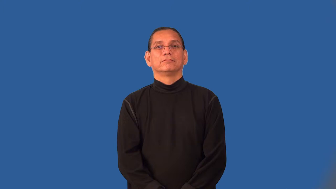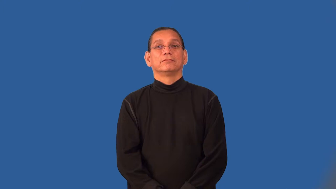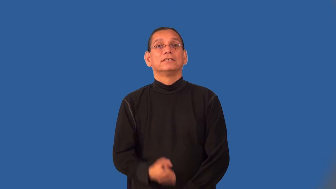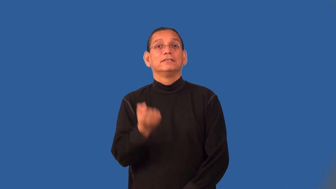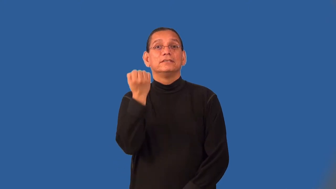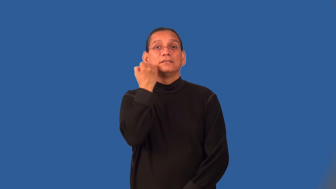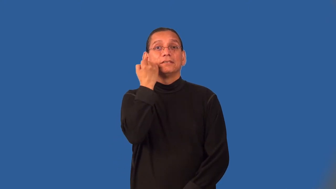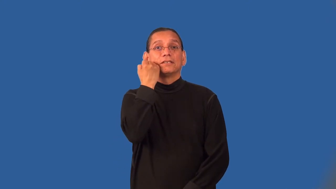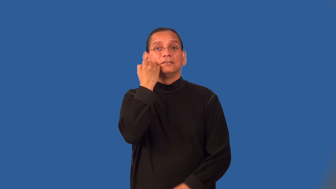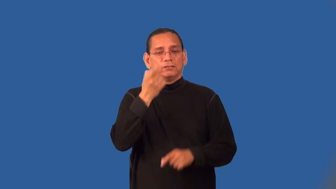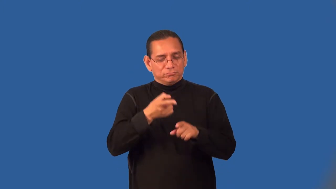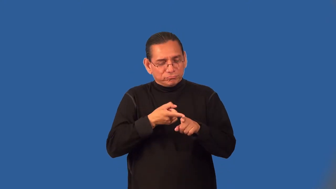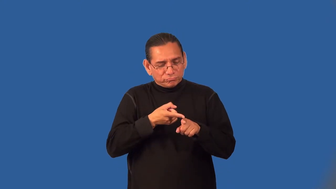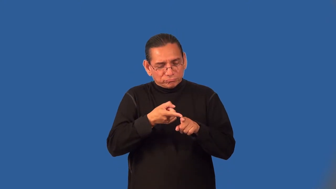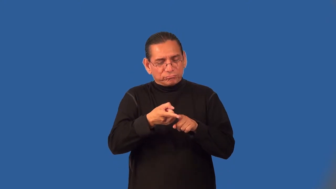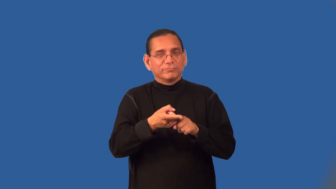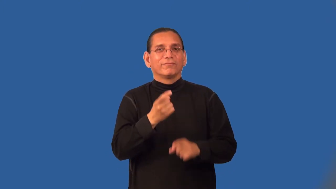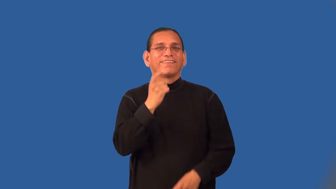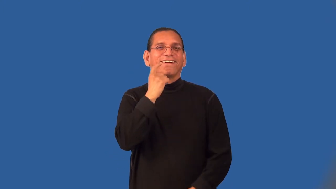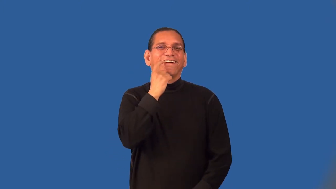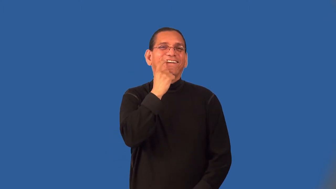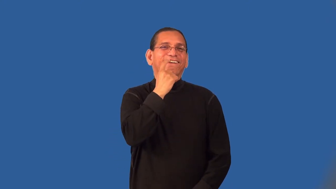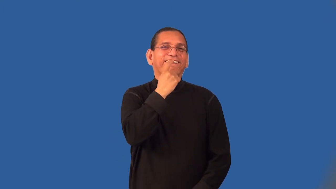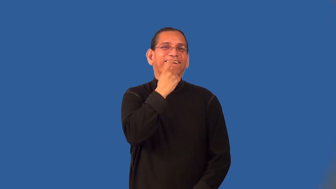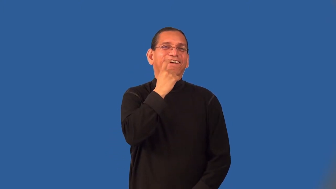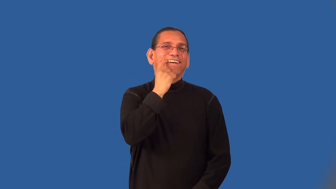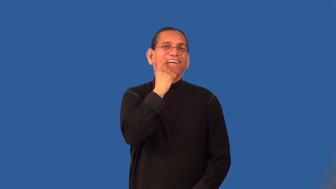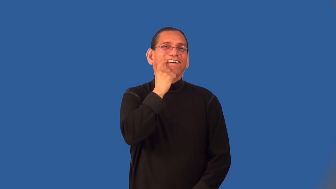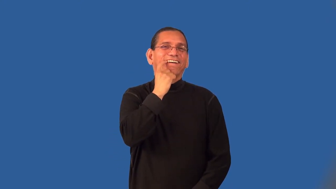periodontics